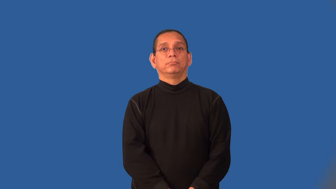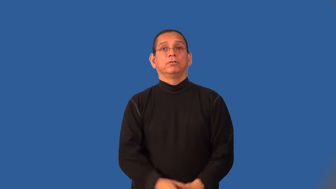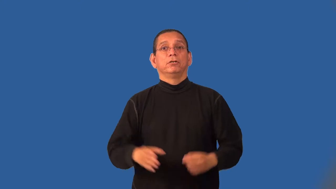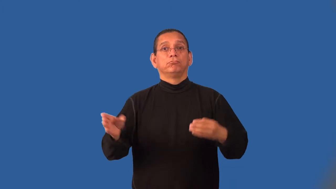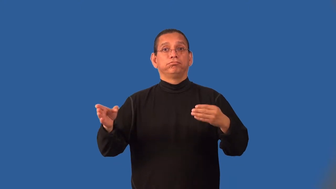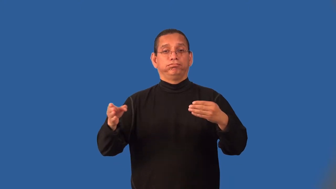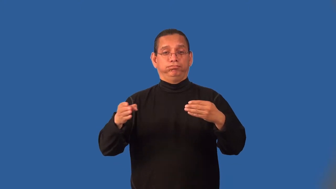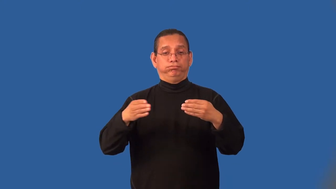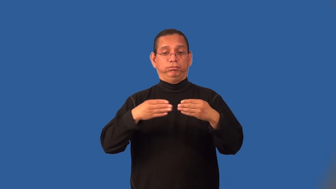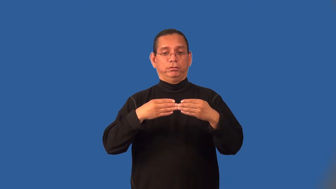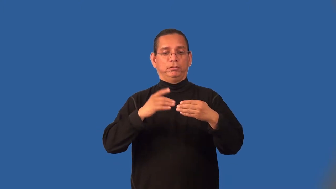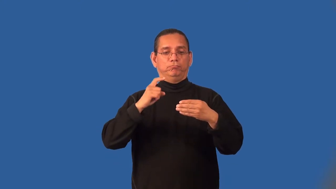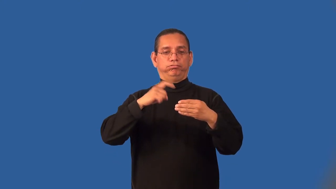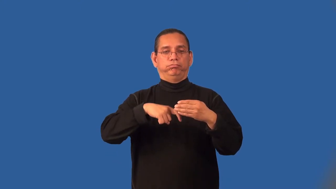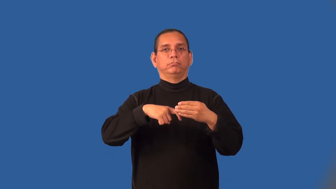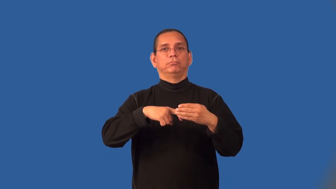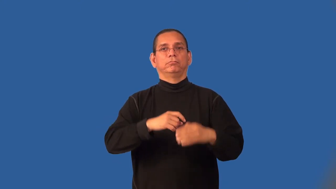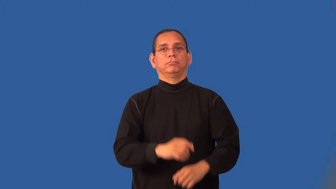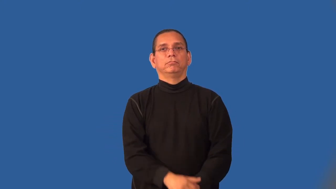latch